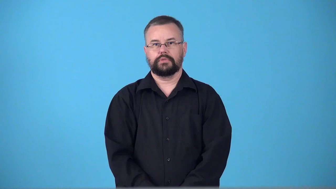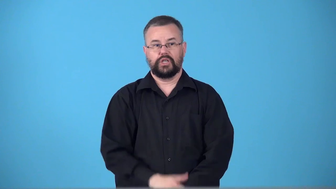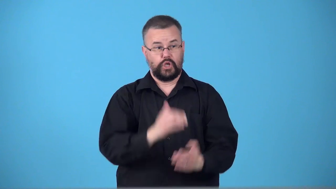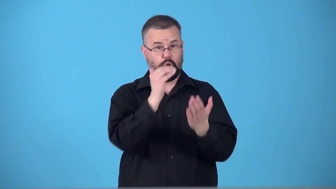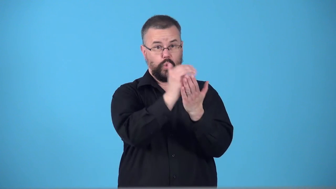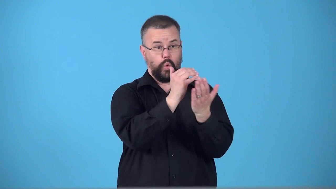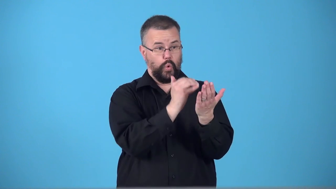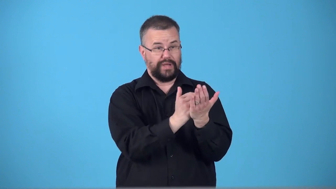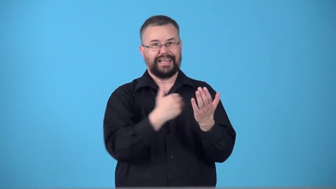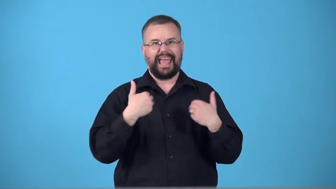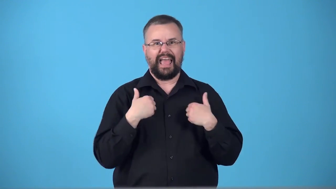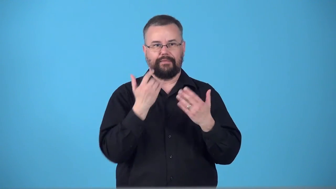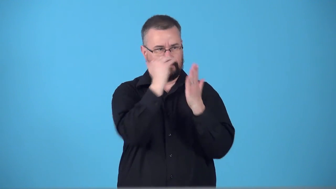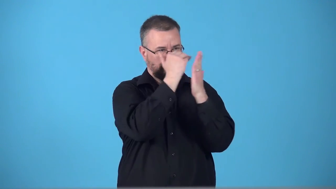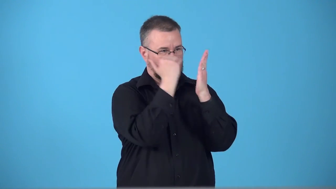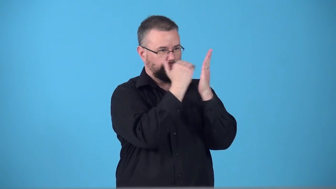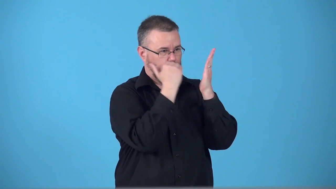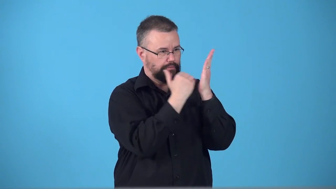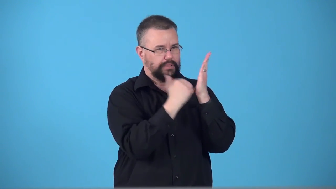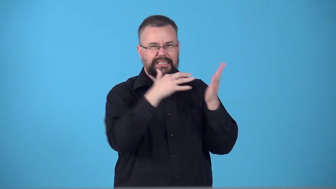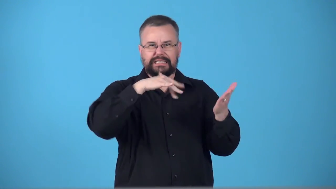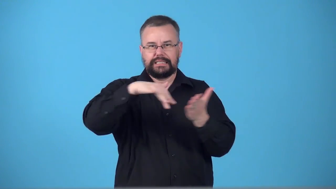syllabus